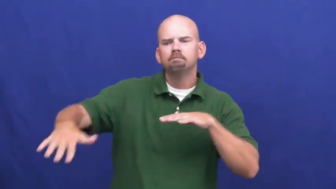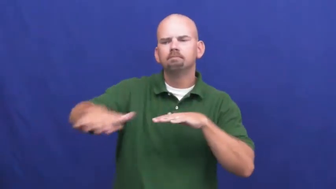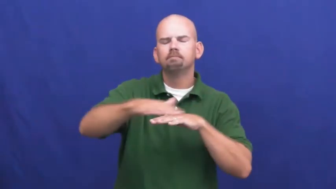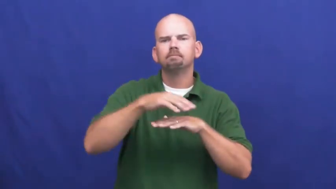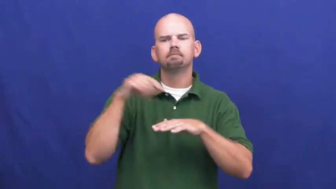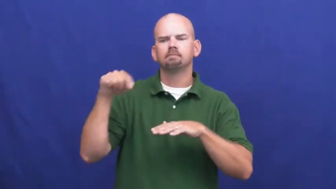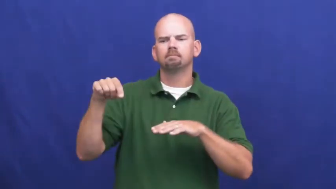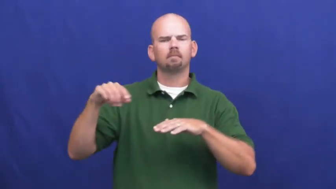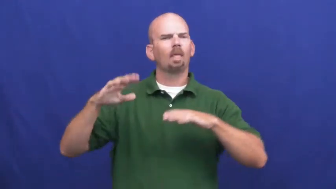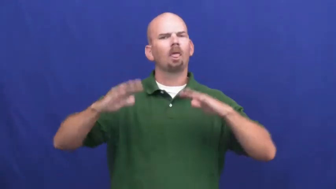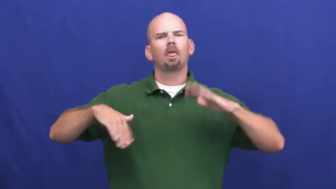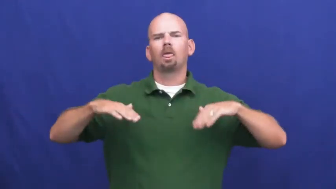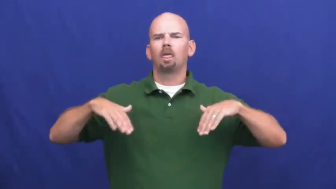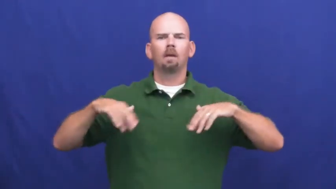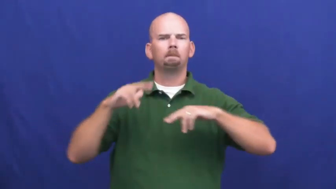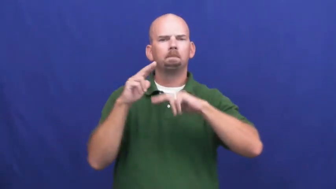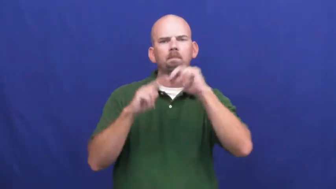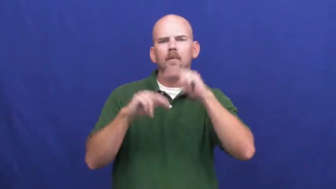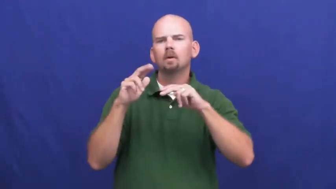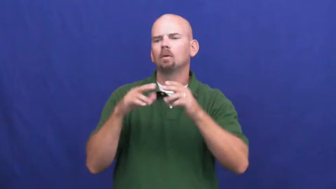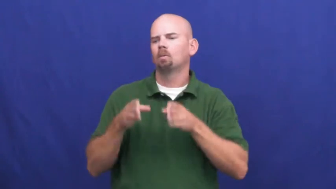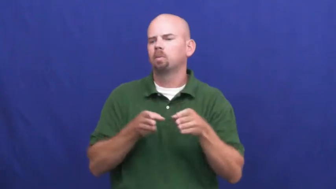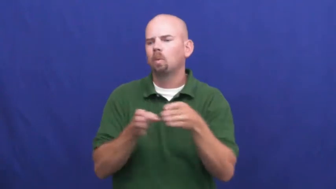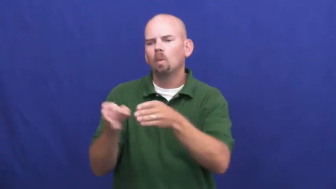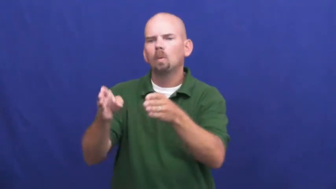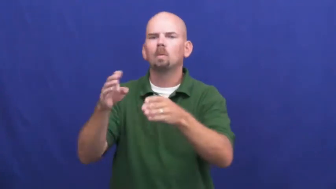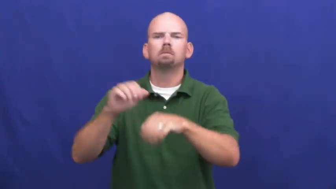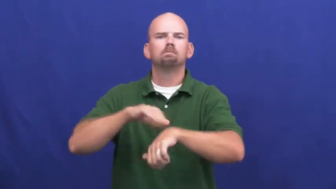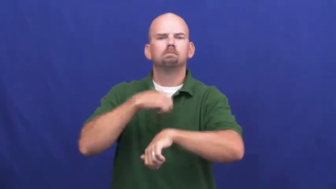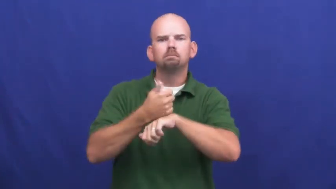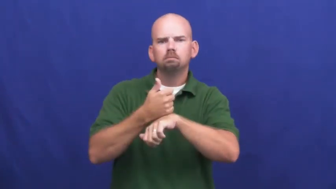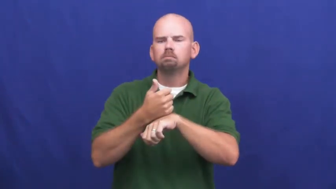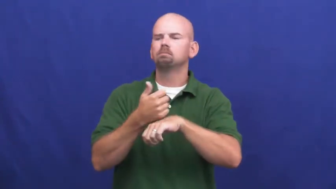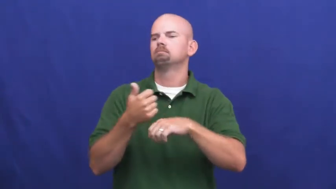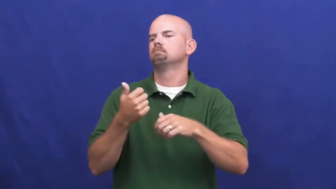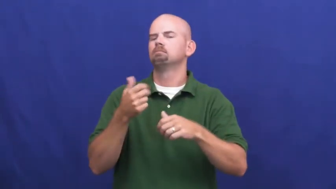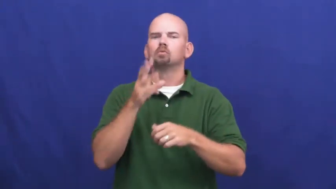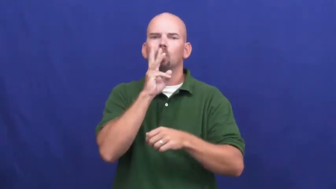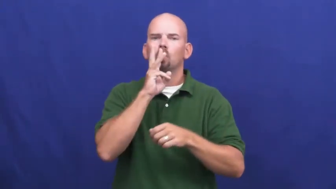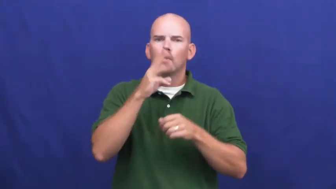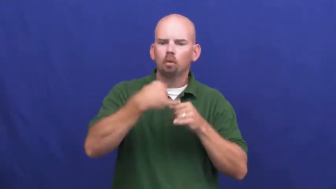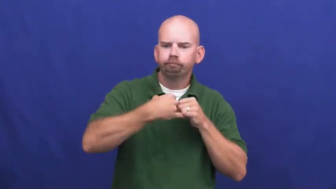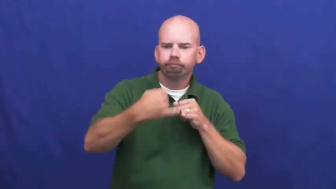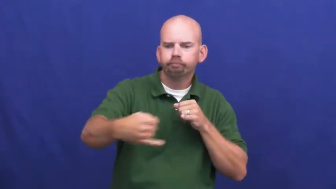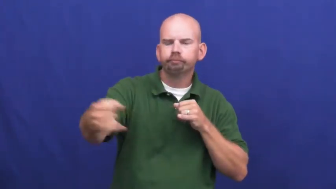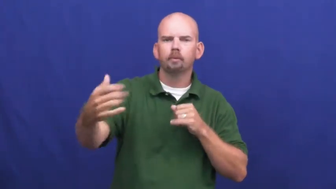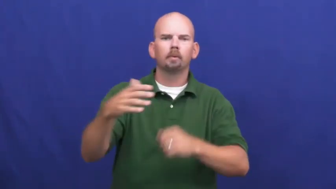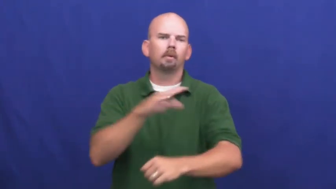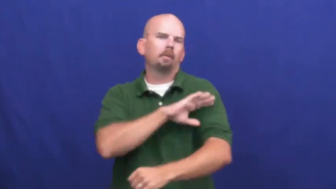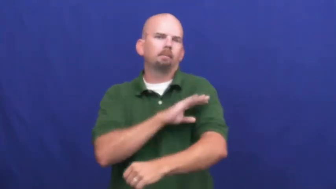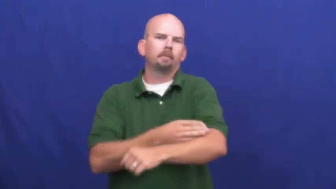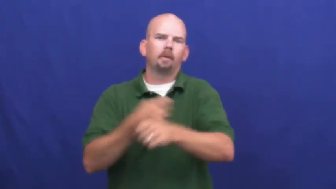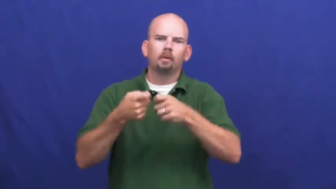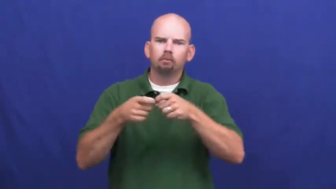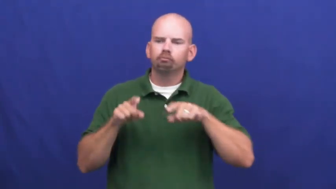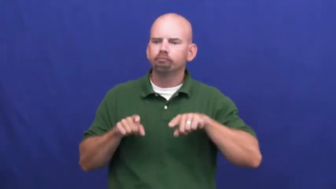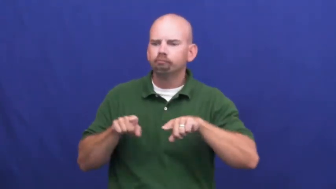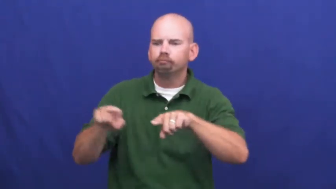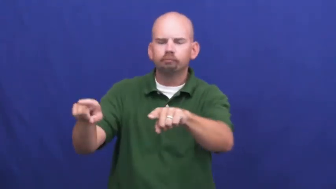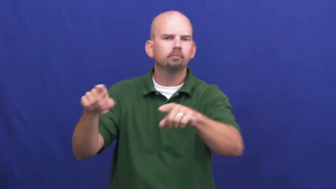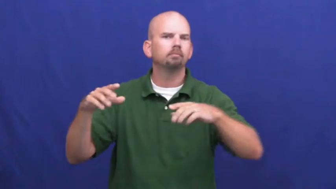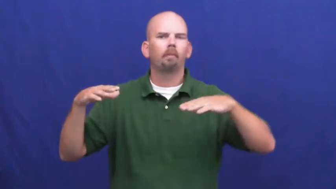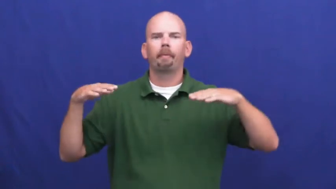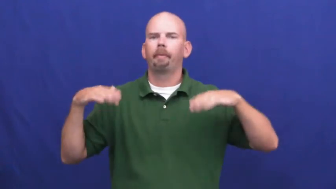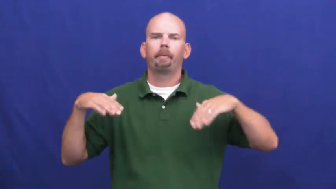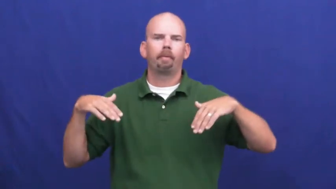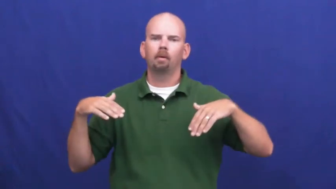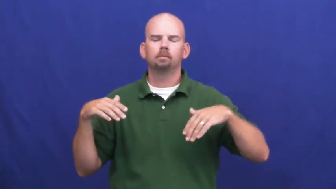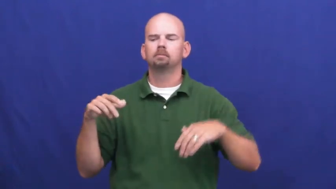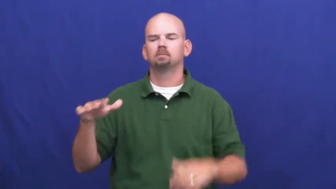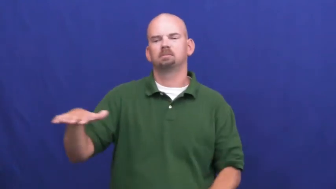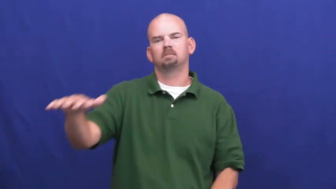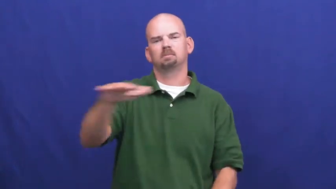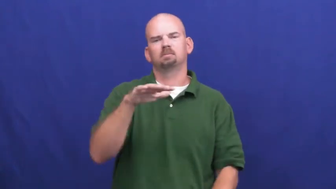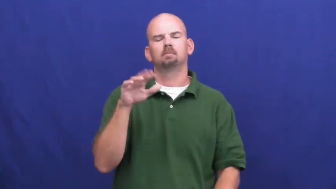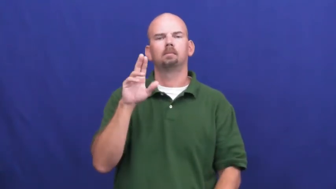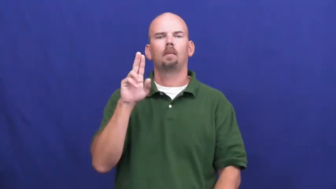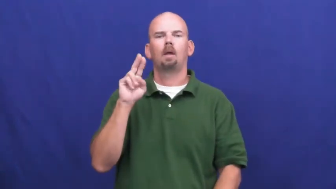undevelopedl-land